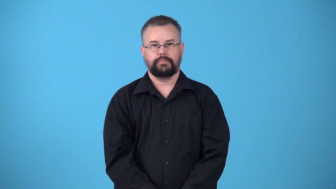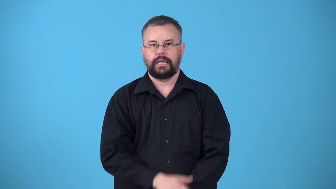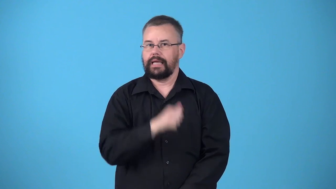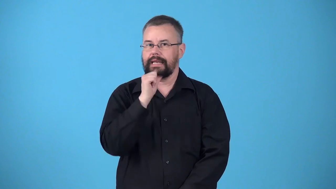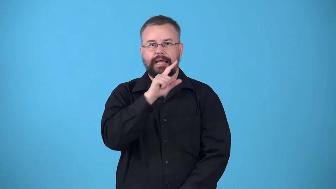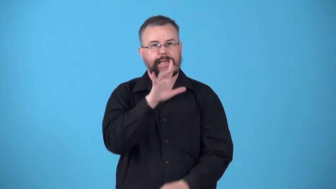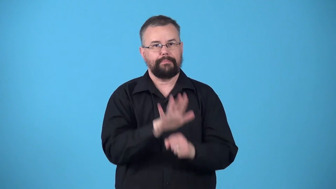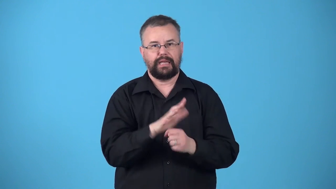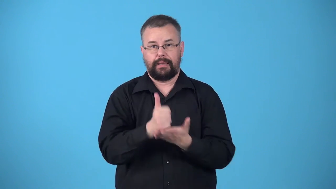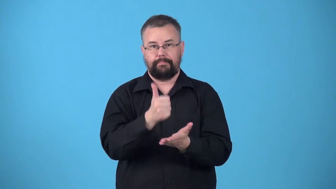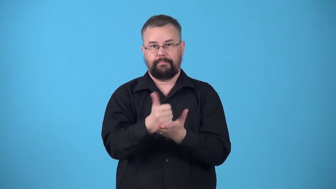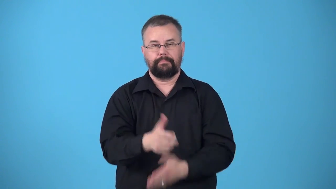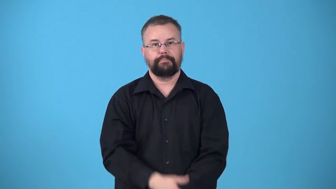uncommitted-not helping to complete task